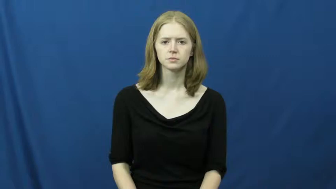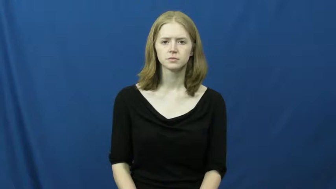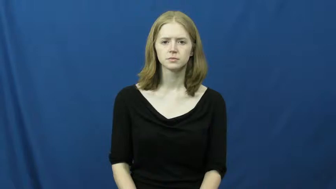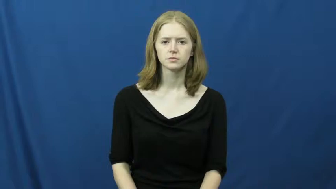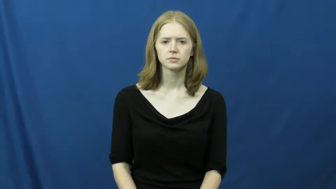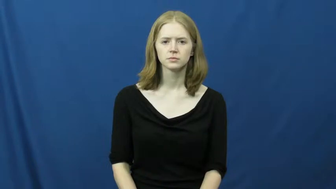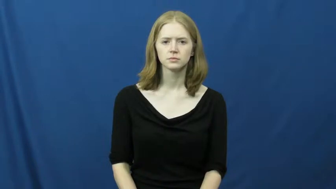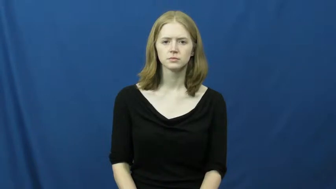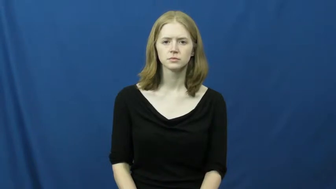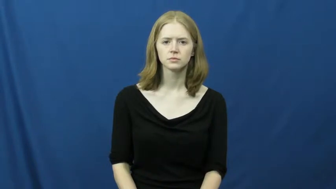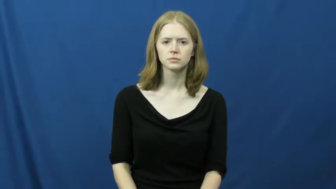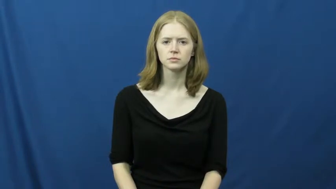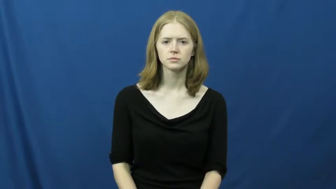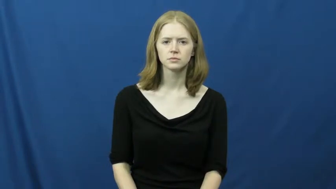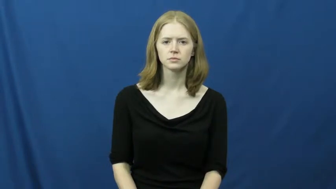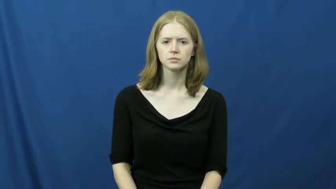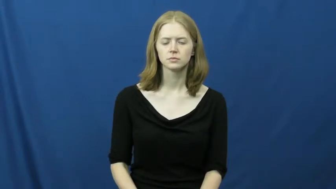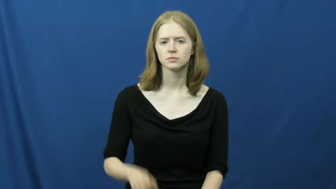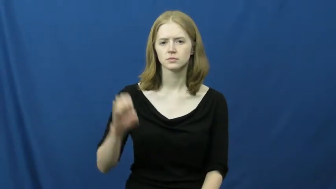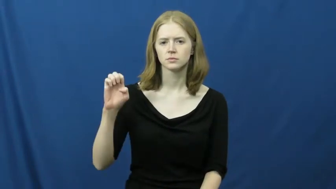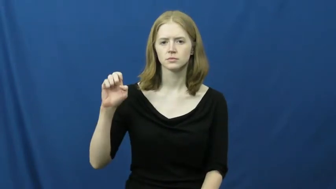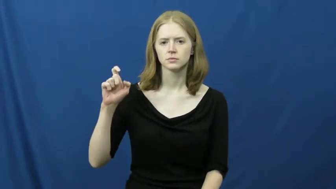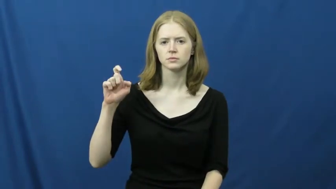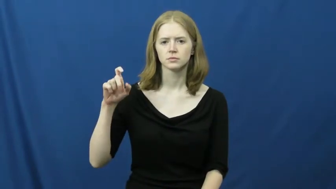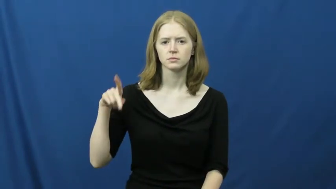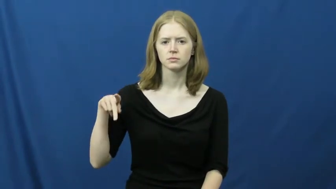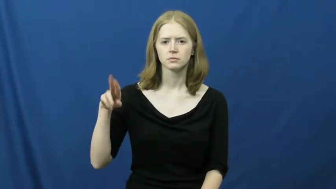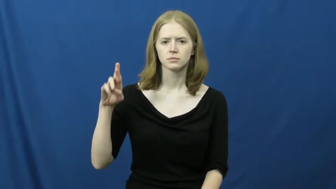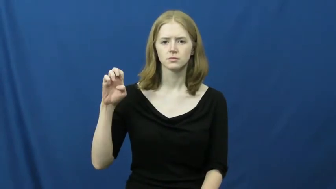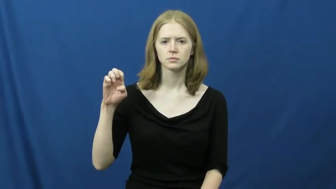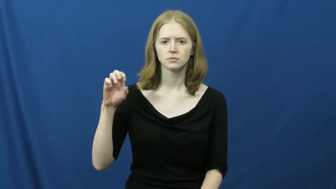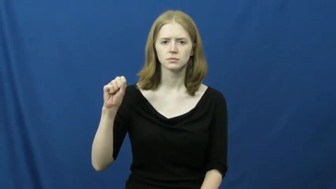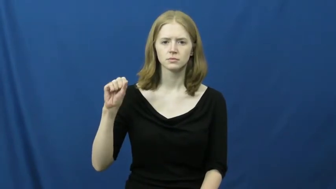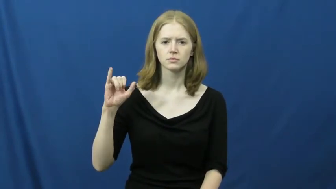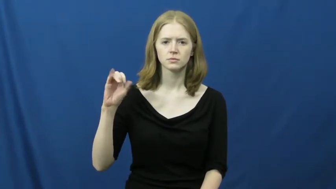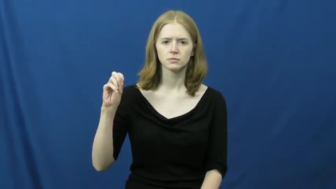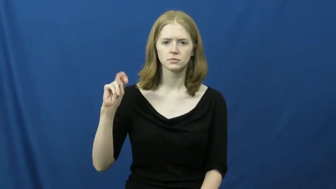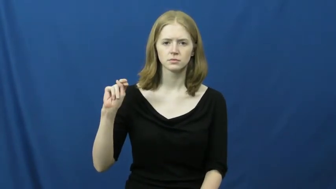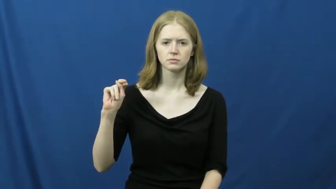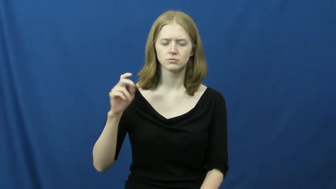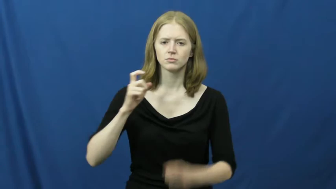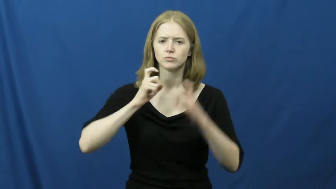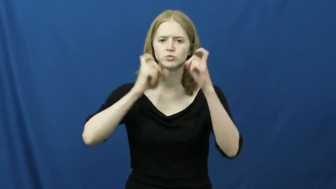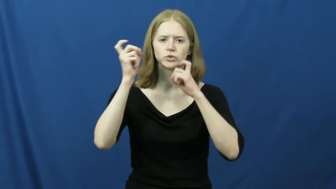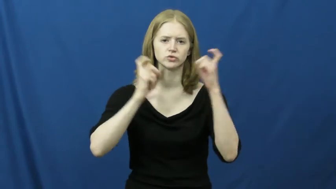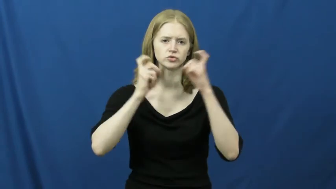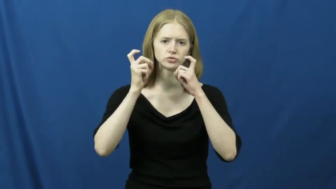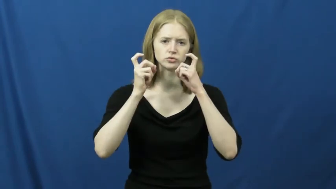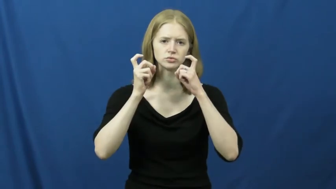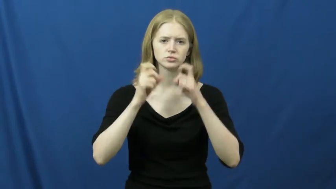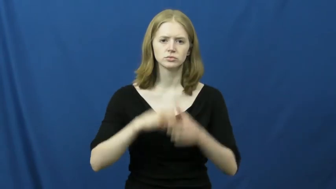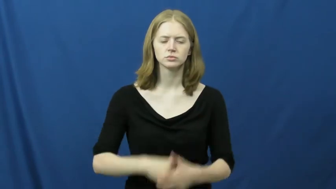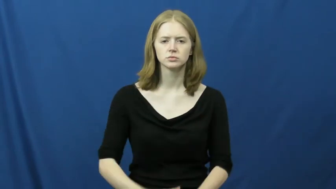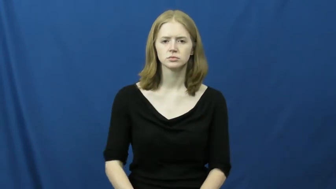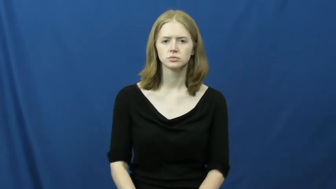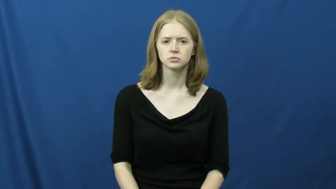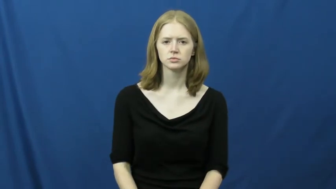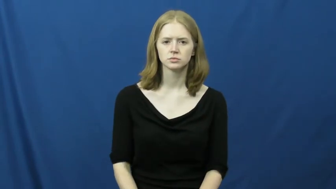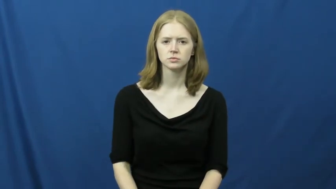expression-facial